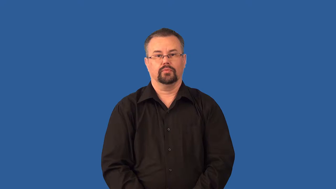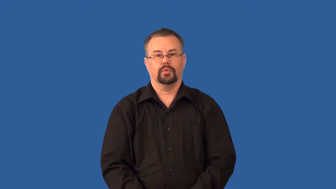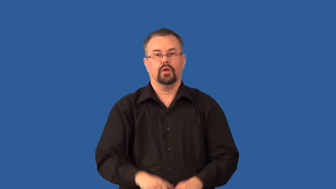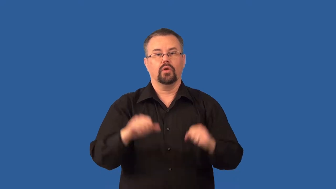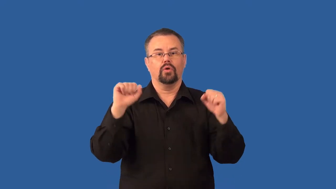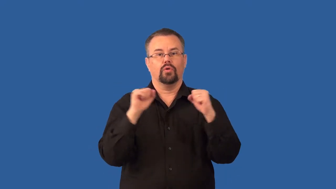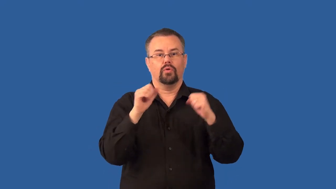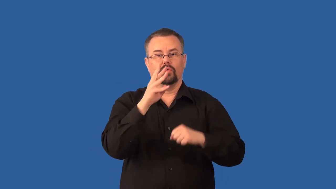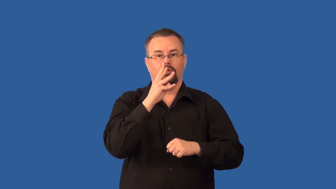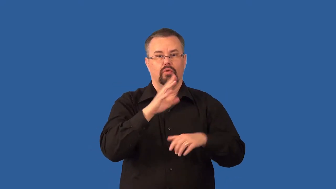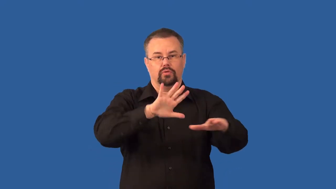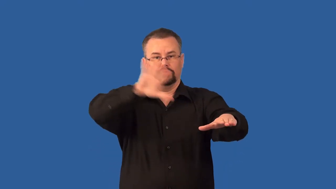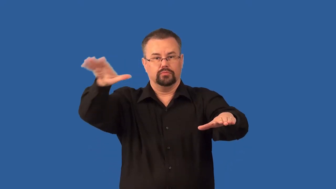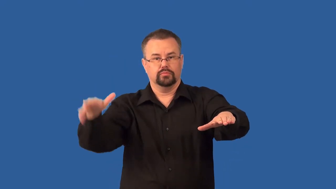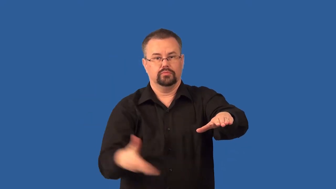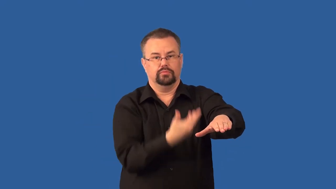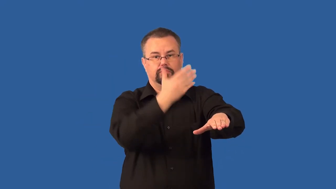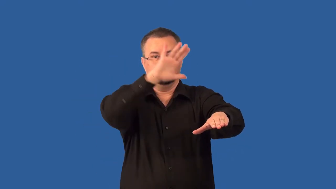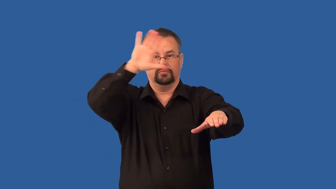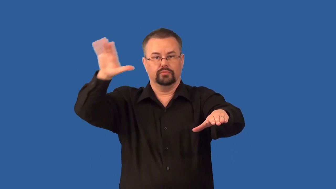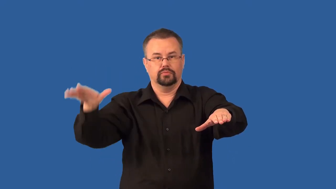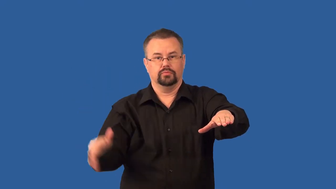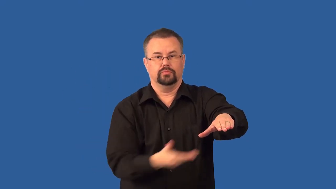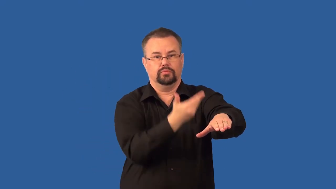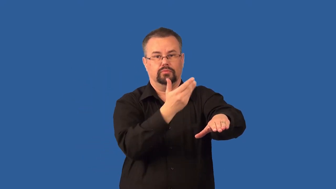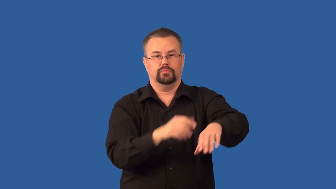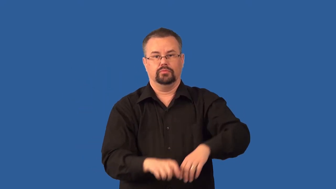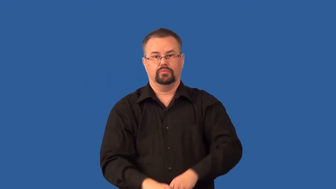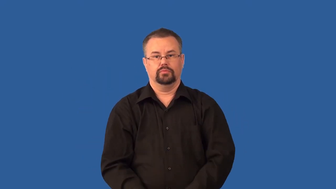upwelling